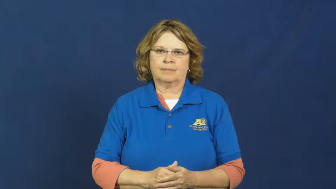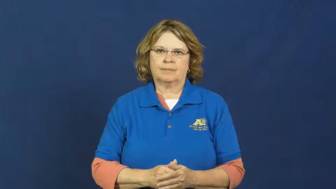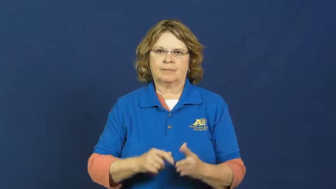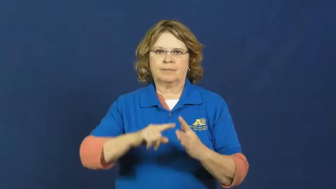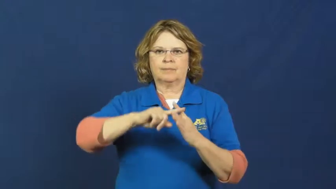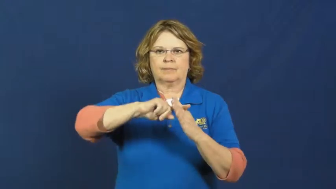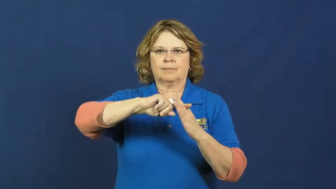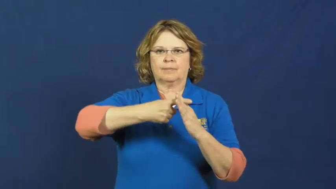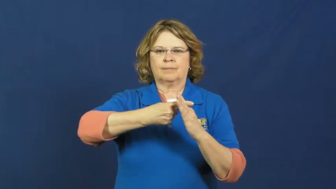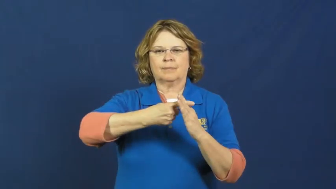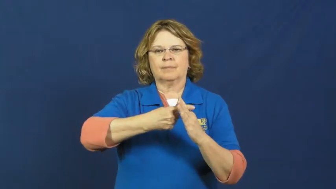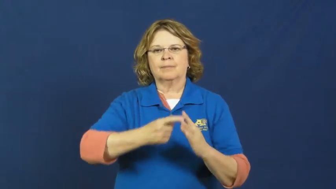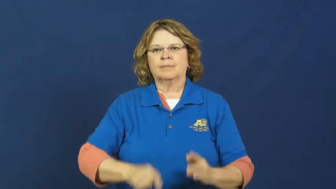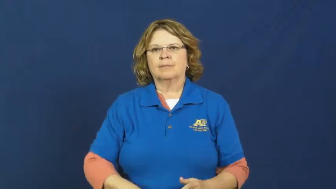strike up-conversation